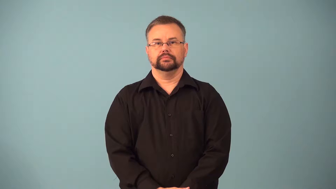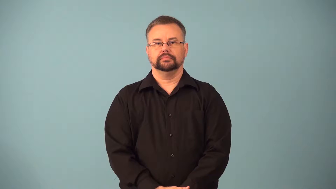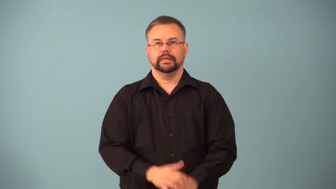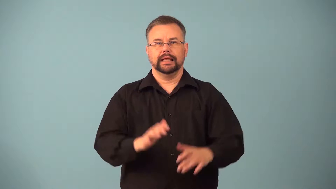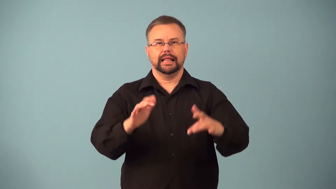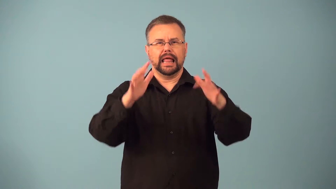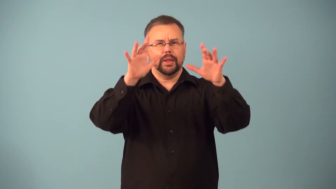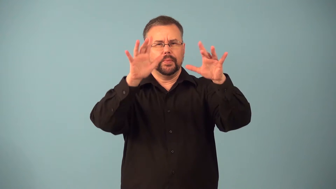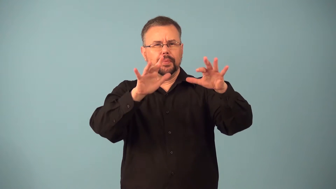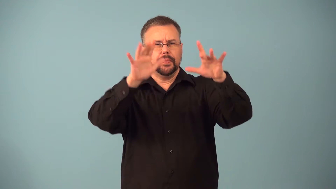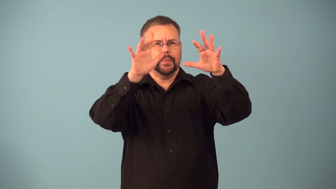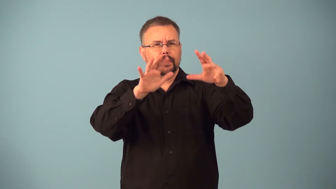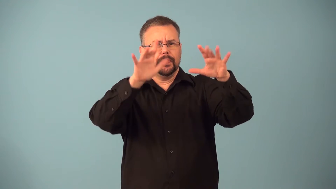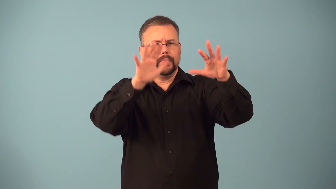flurry-snow